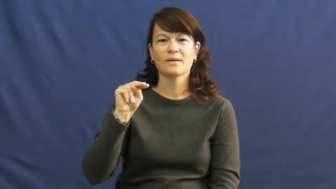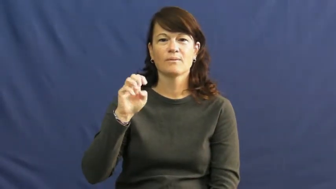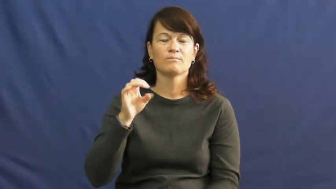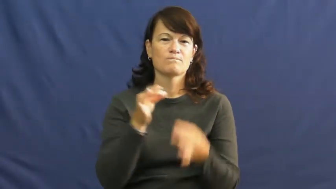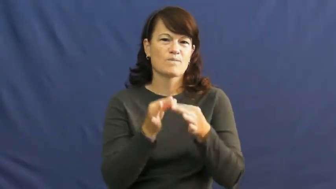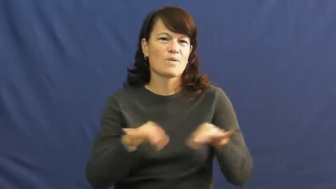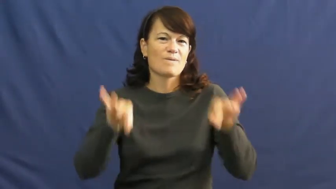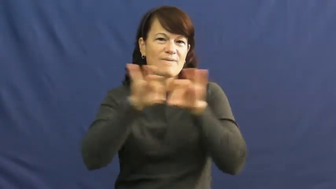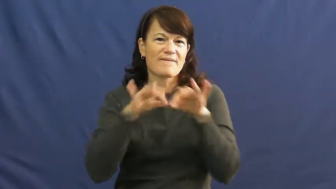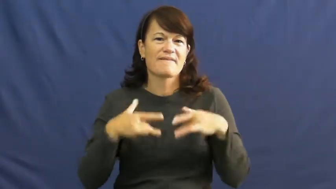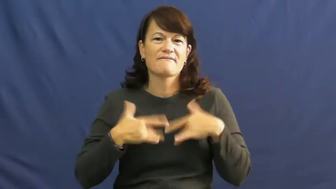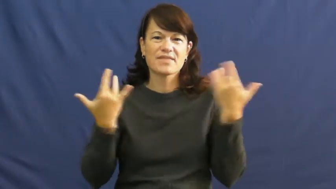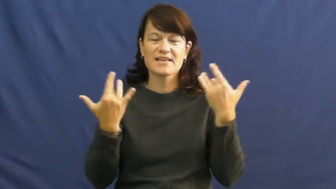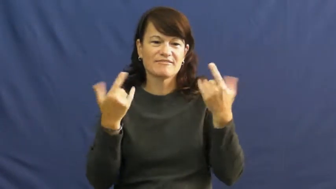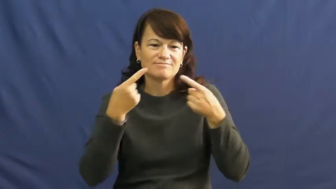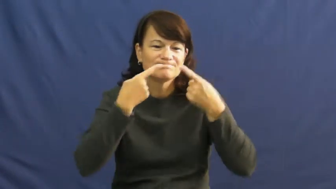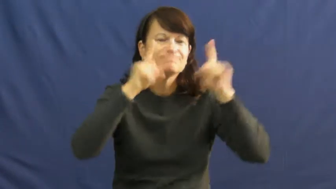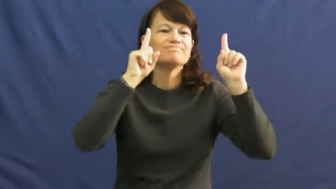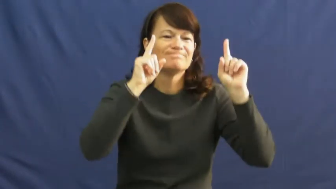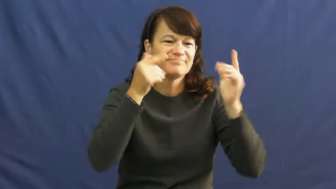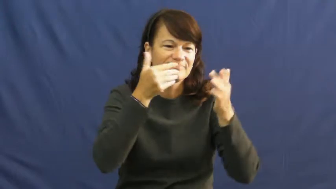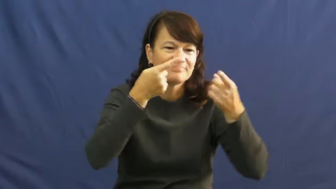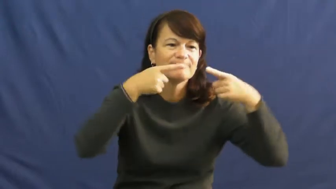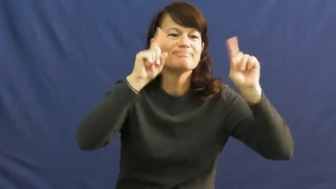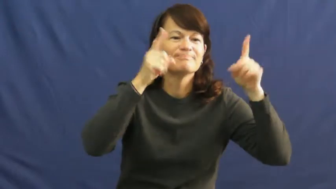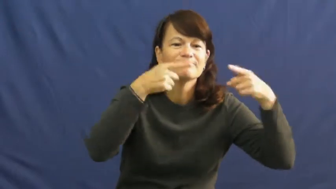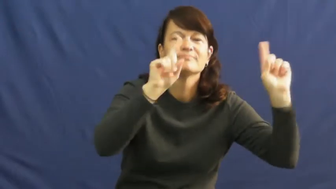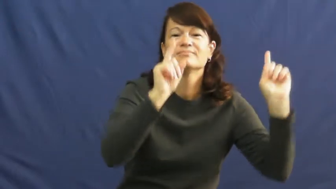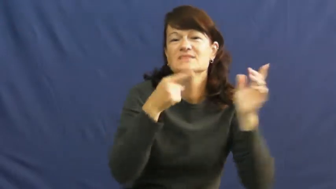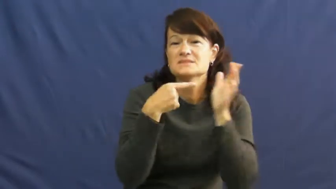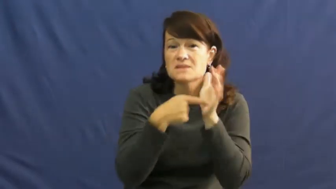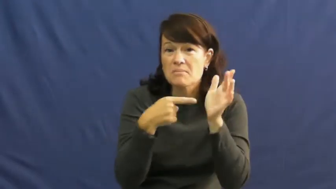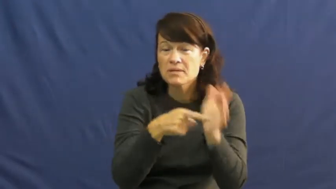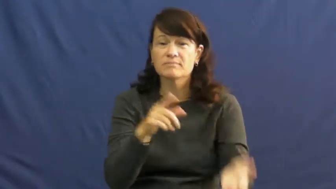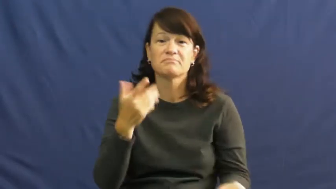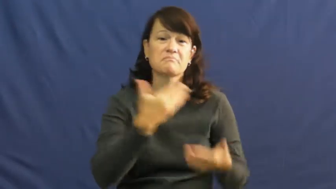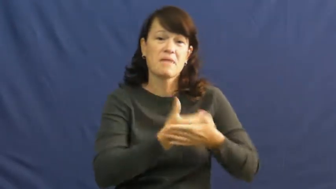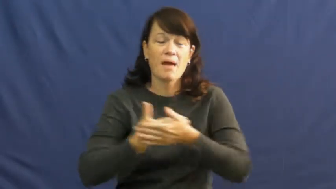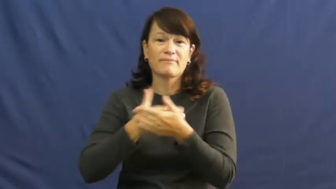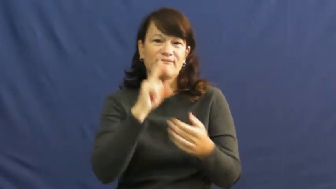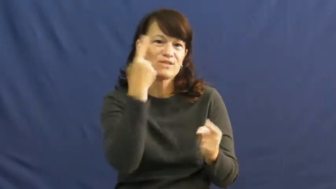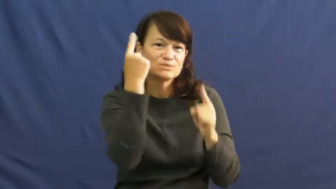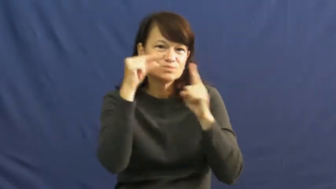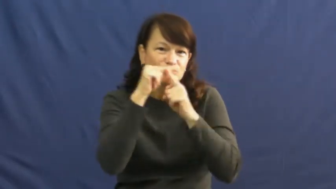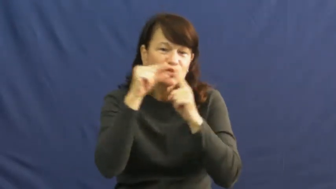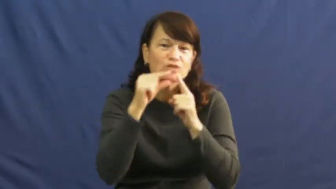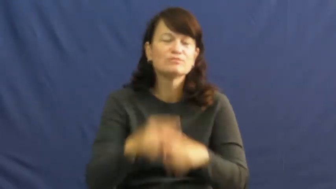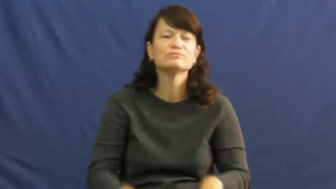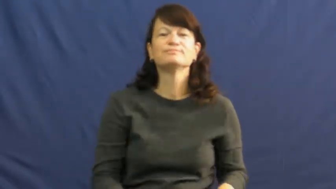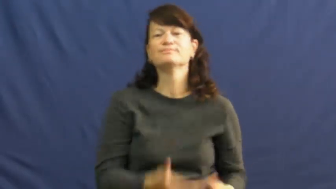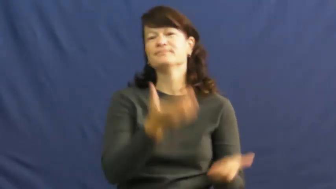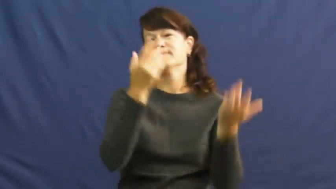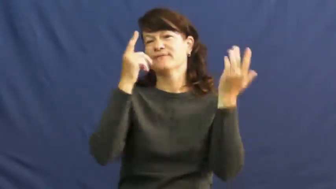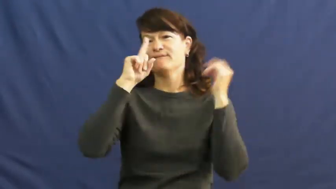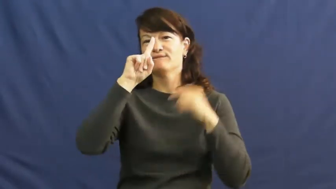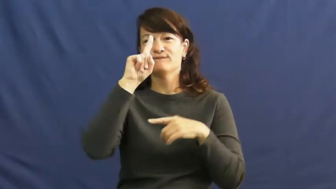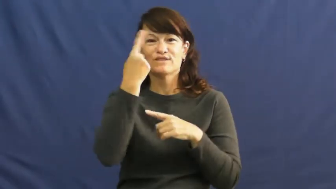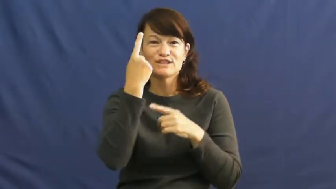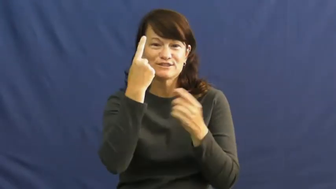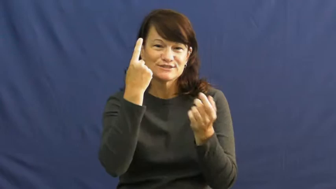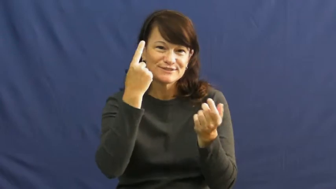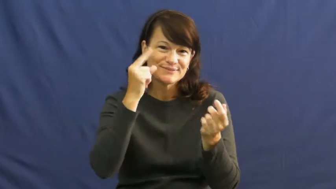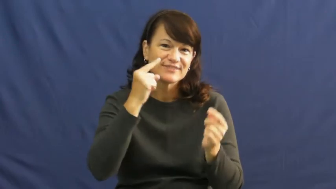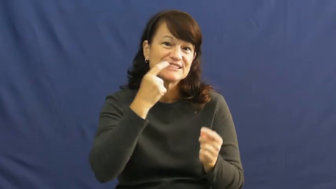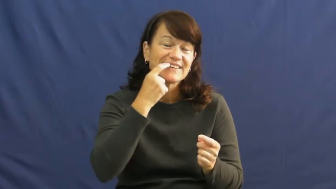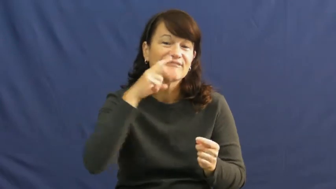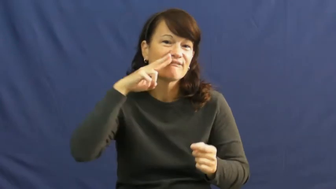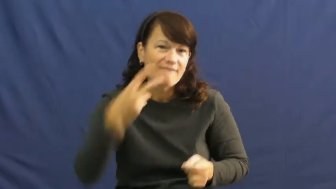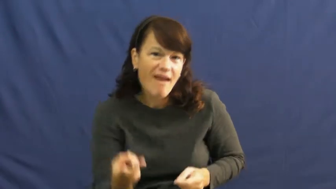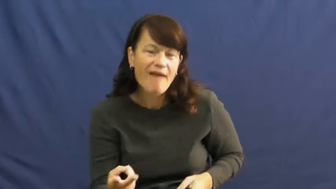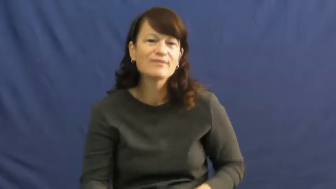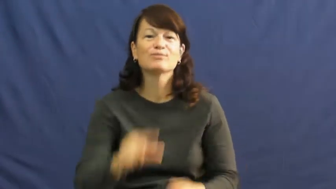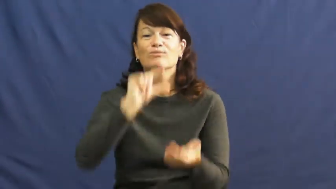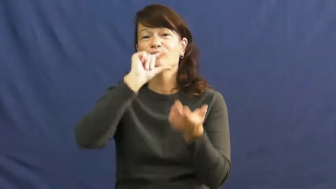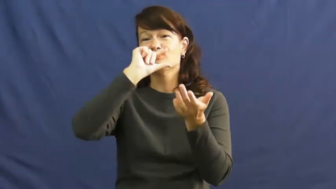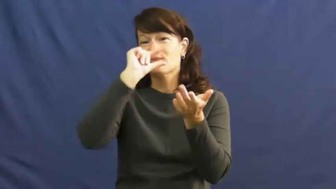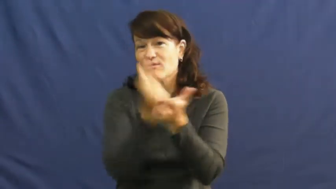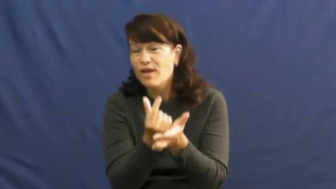milestone